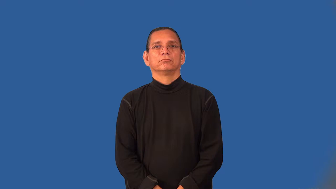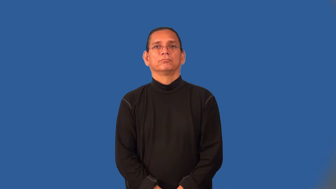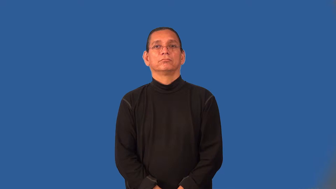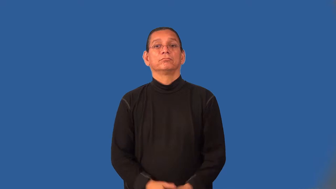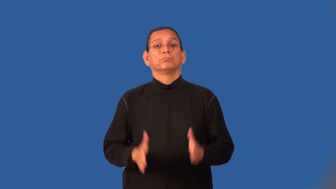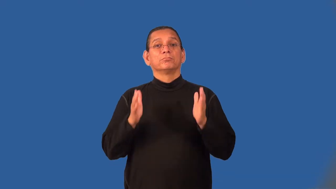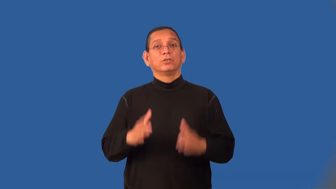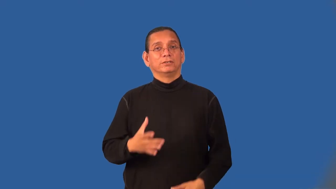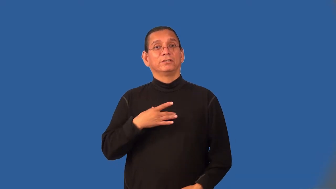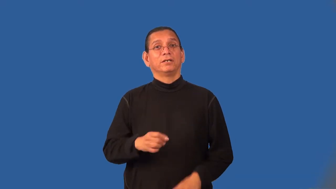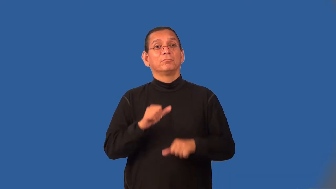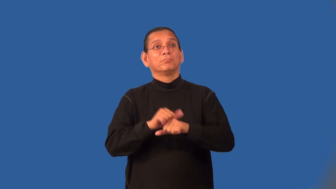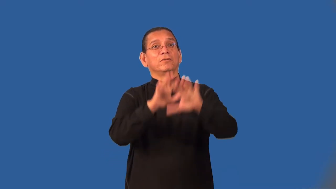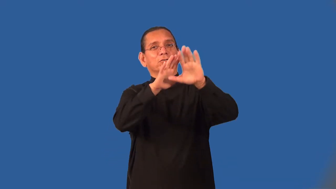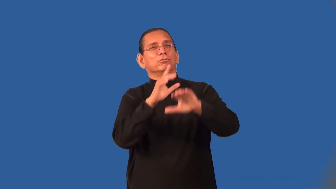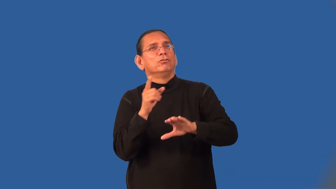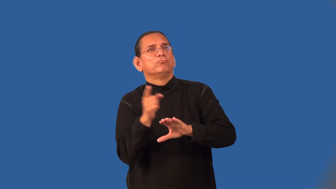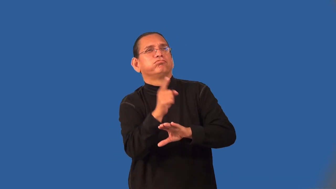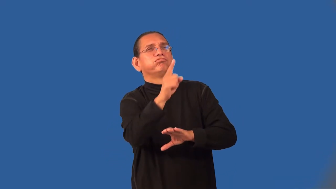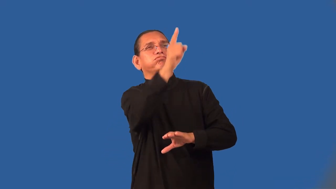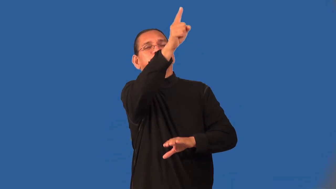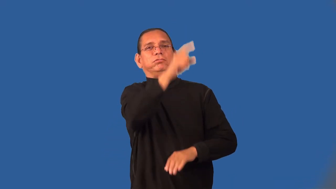mountaineer